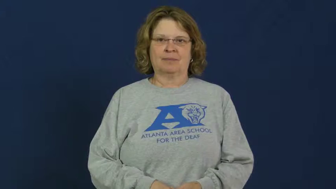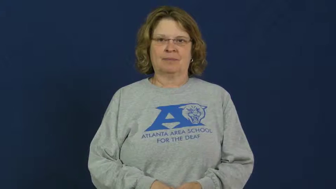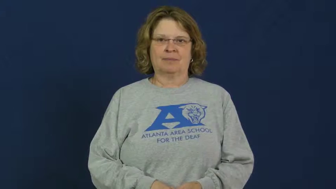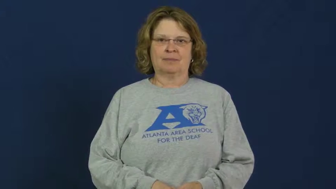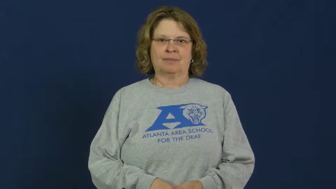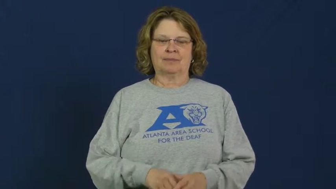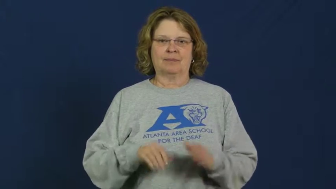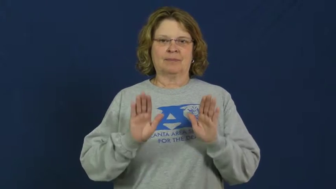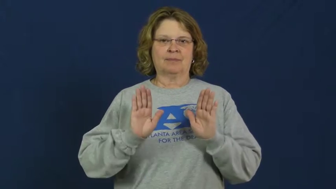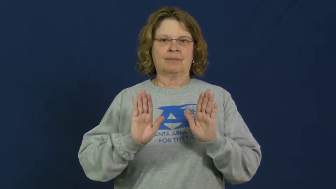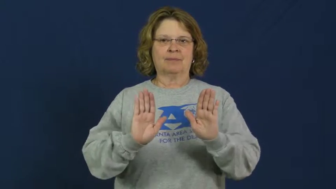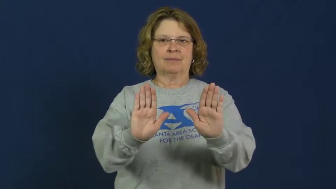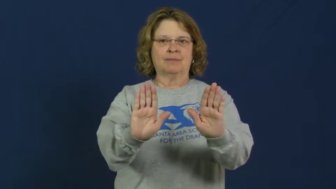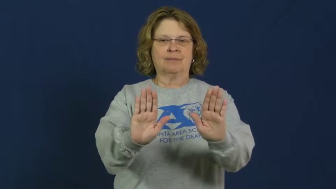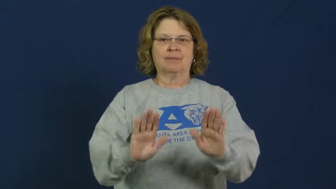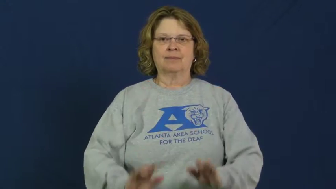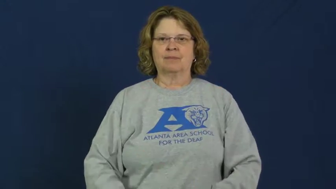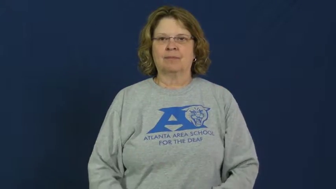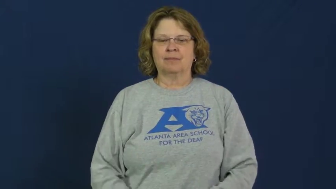push,thrust